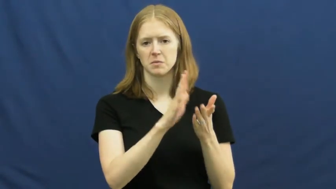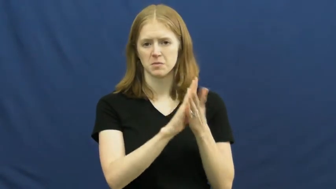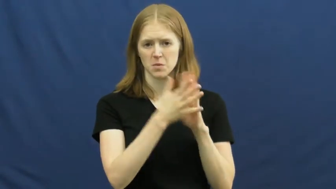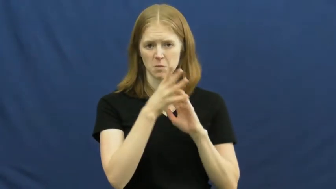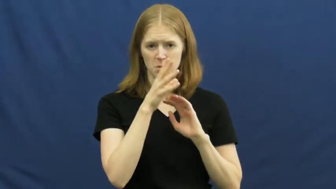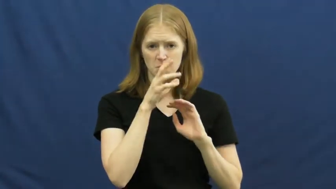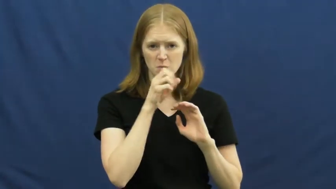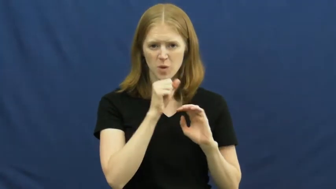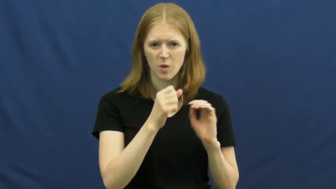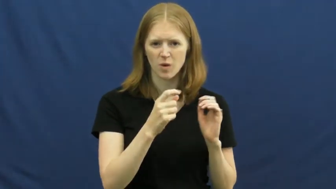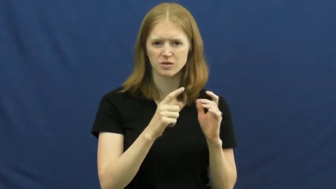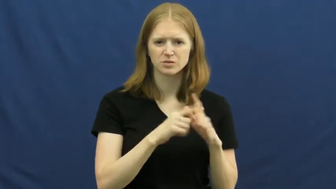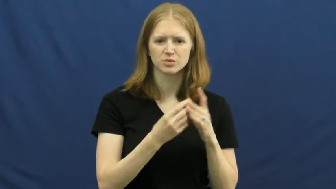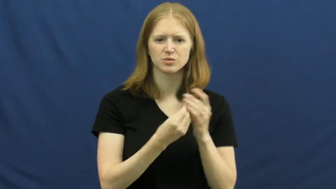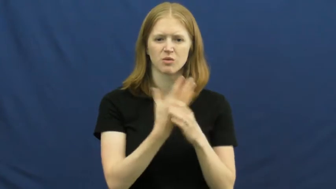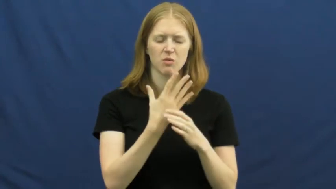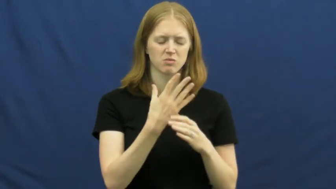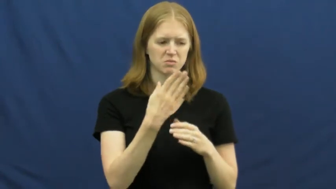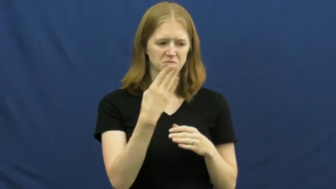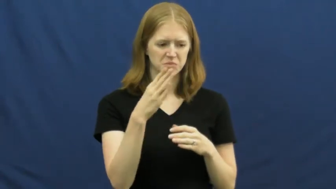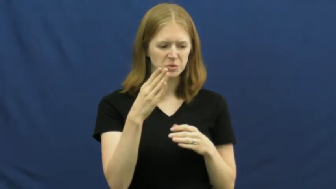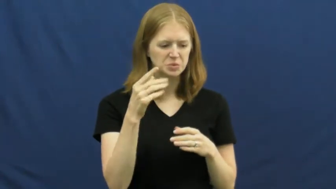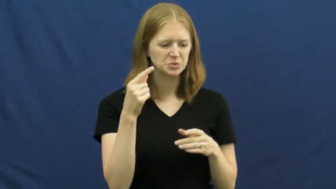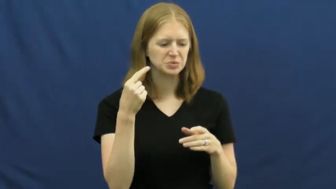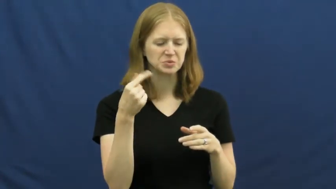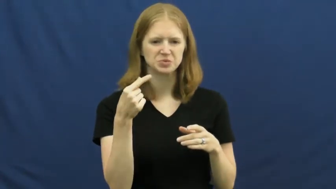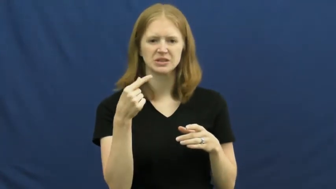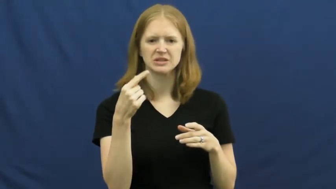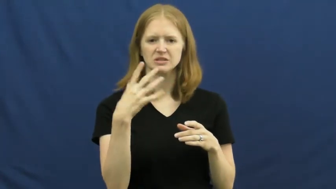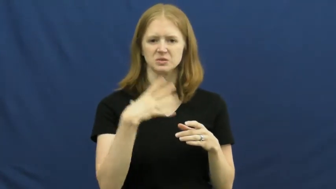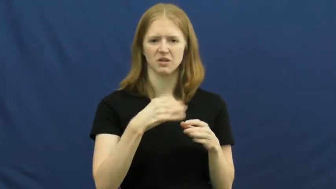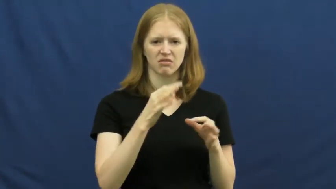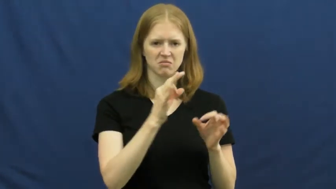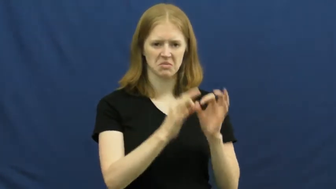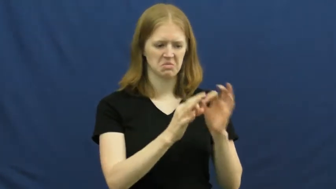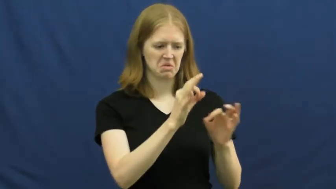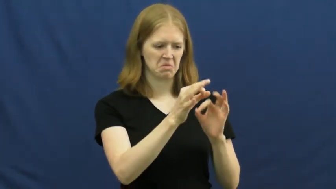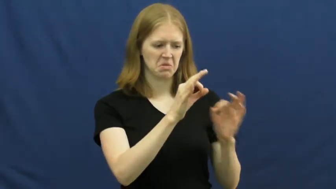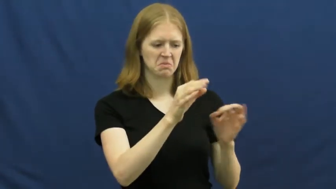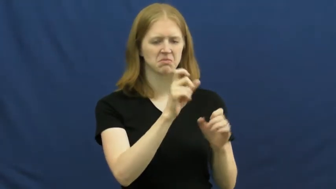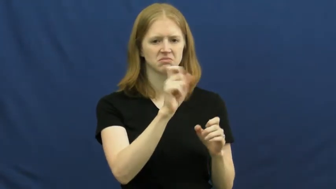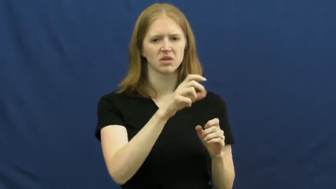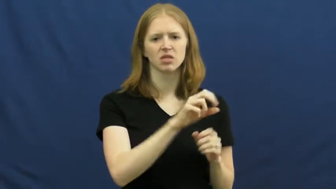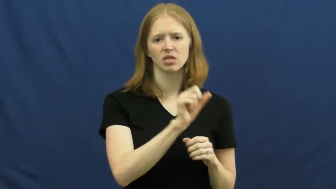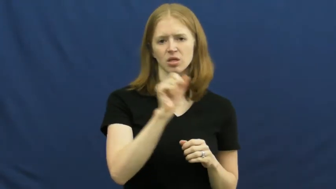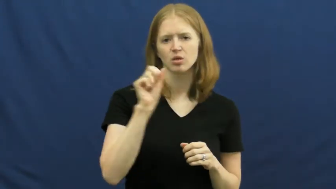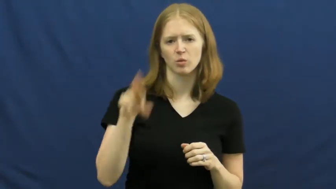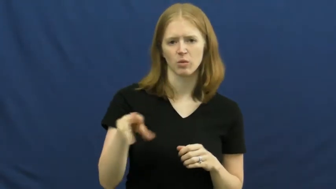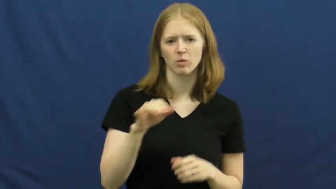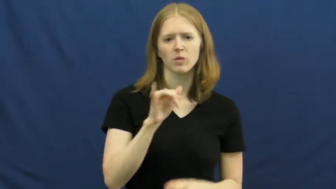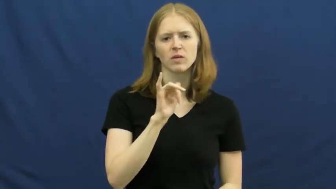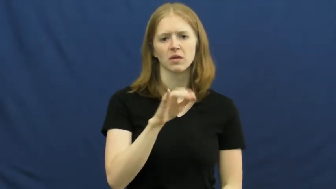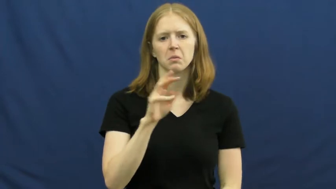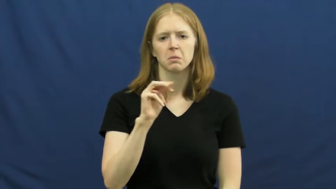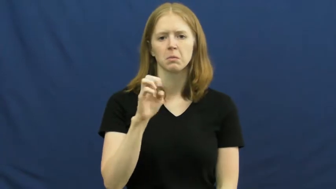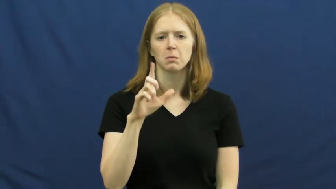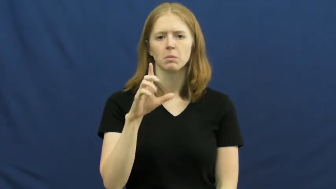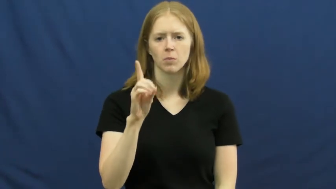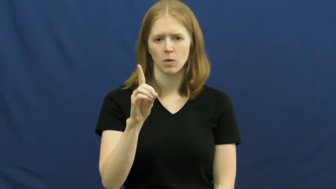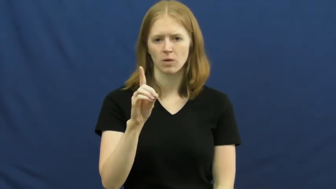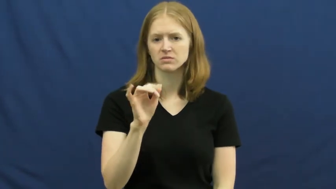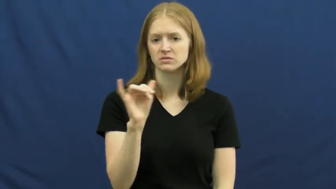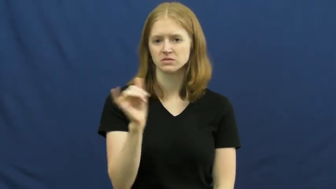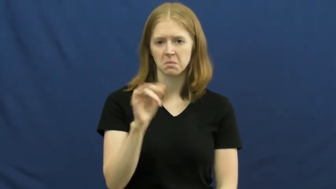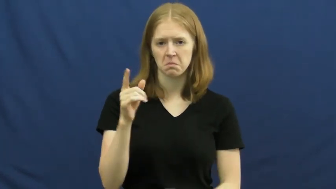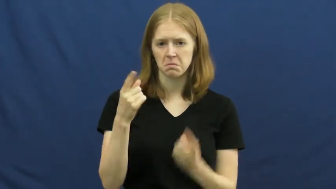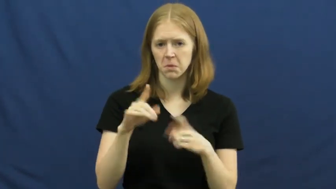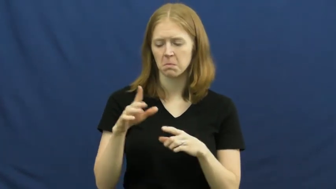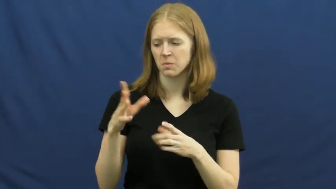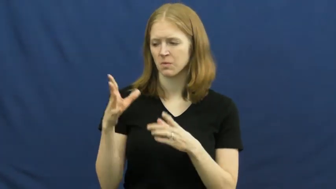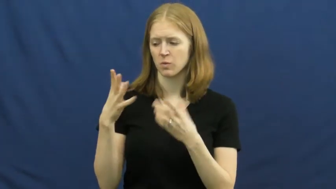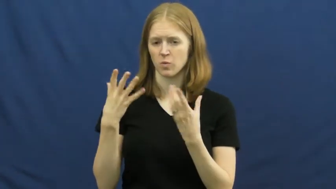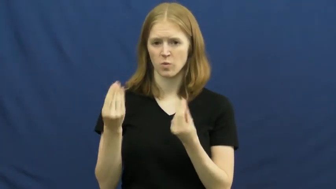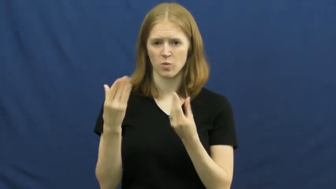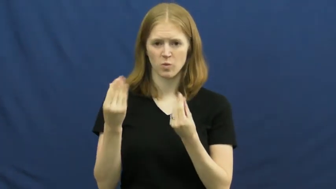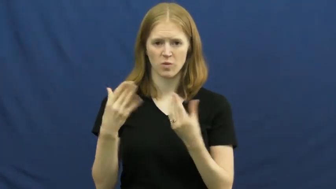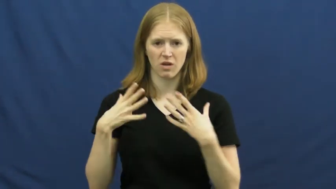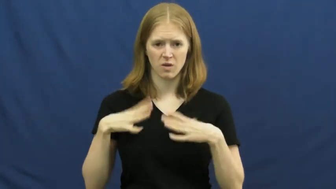mold-food